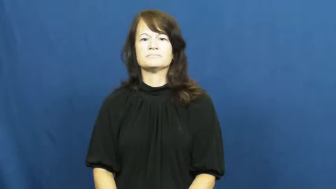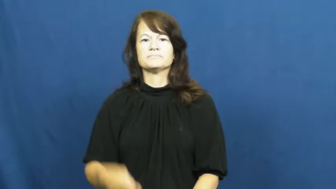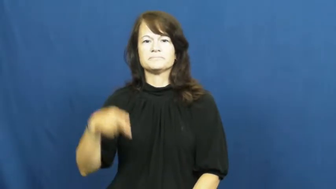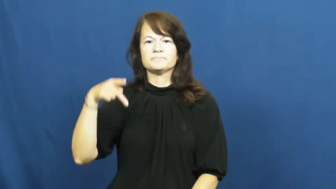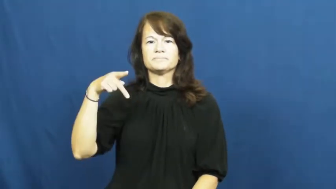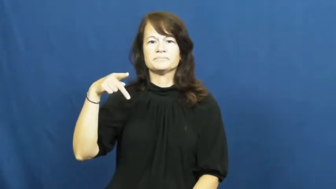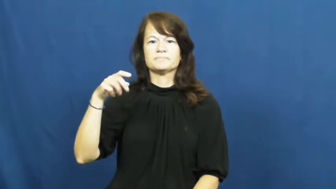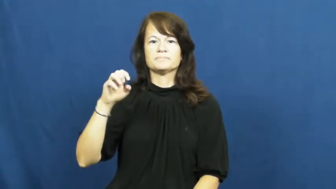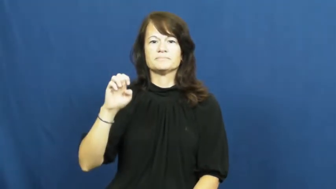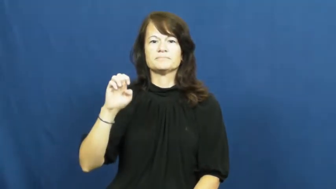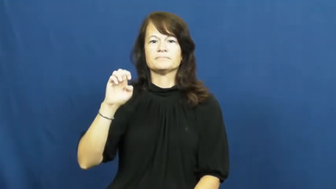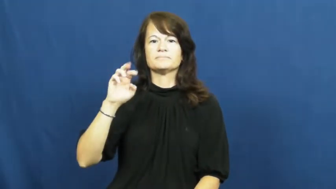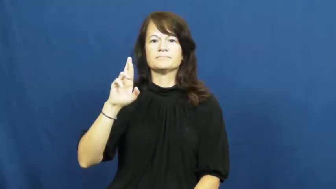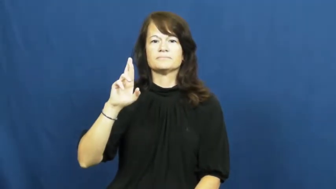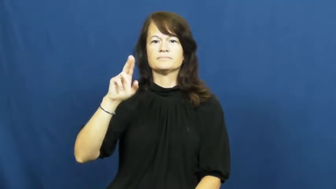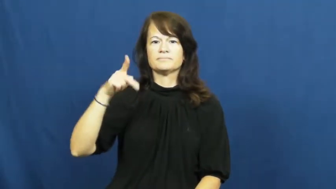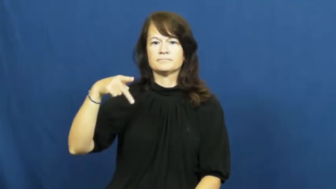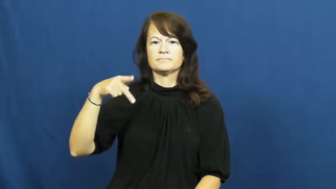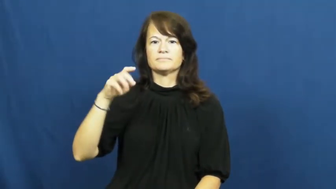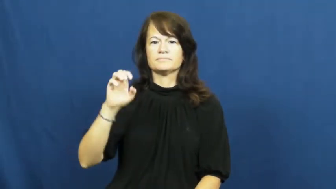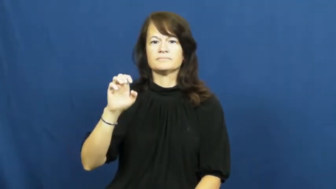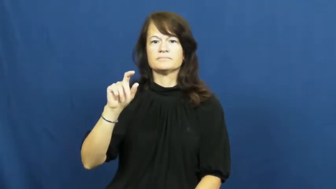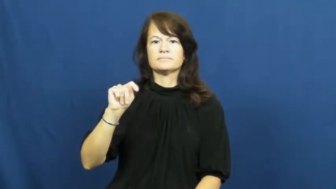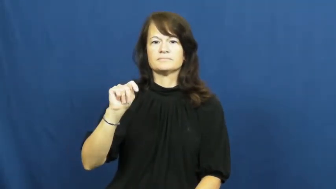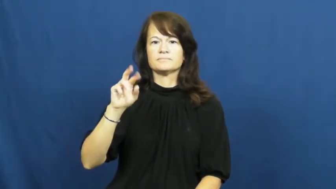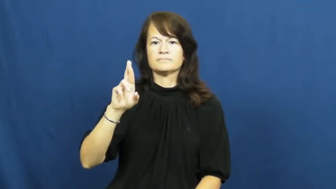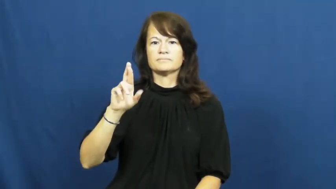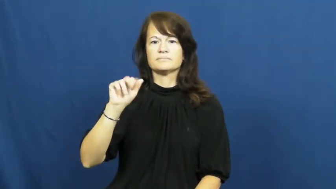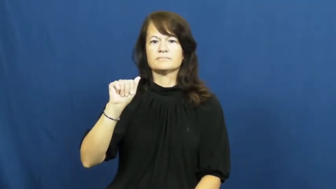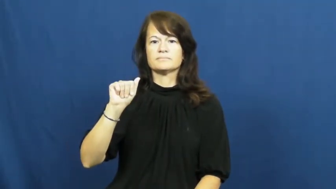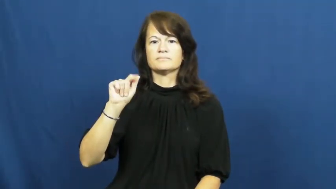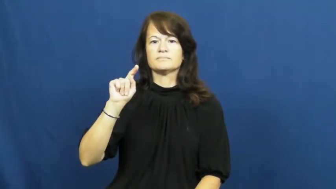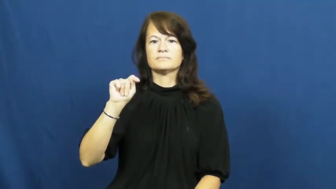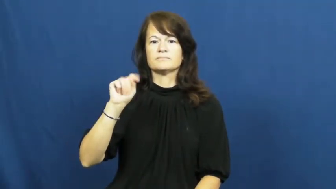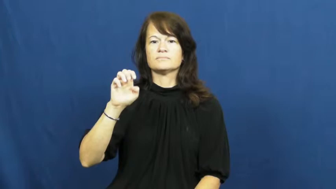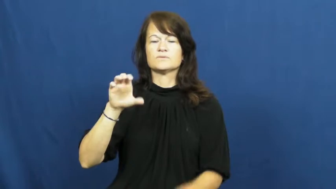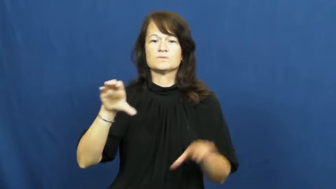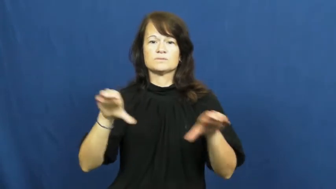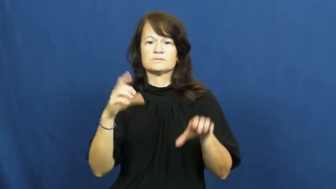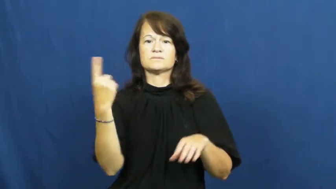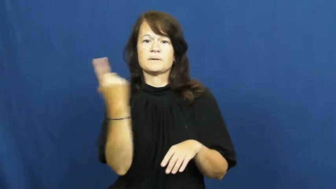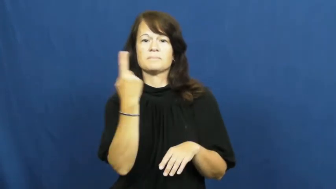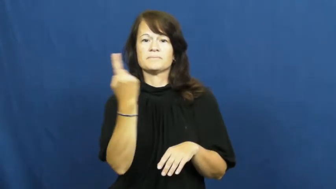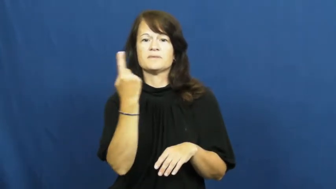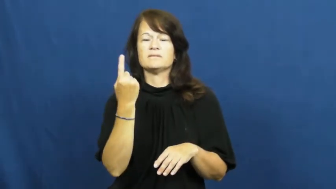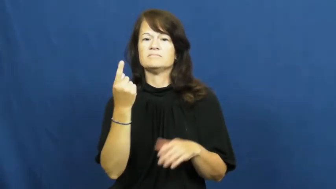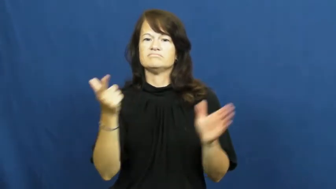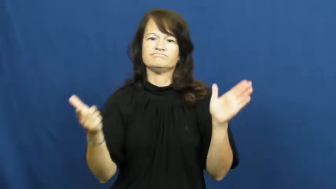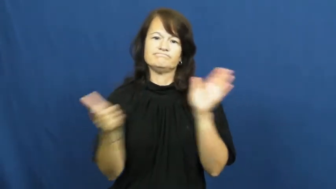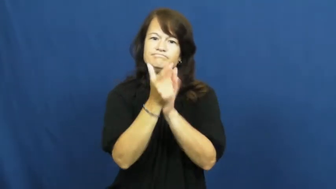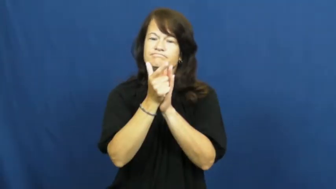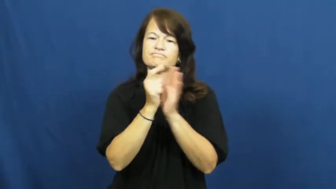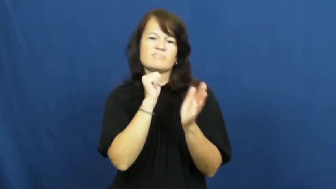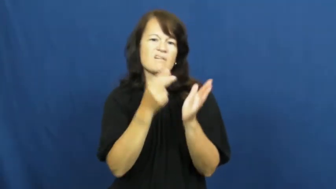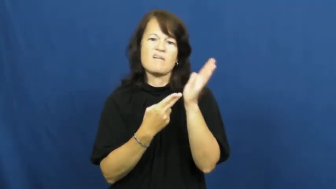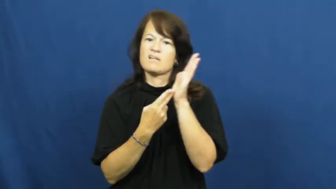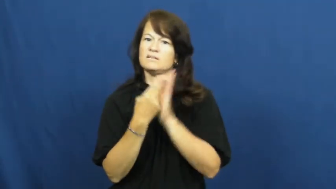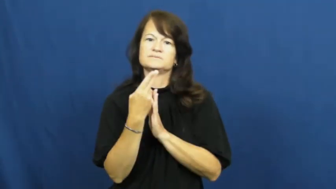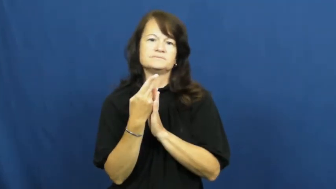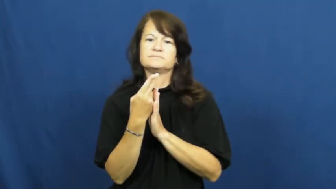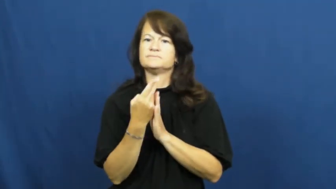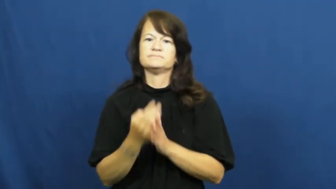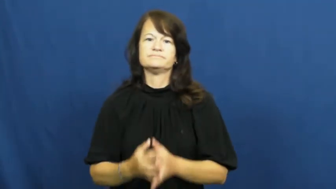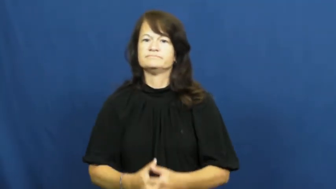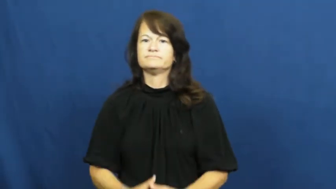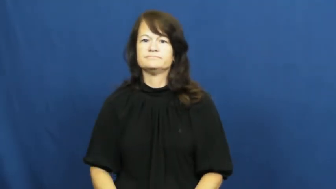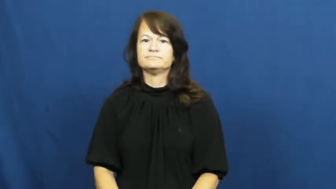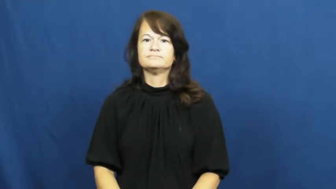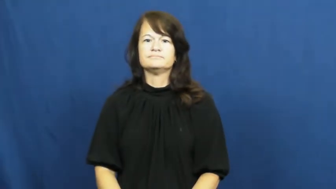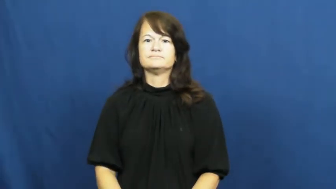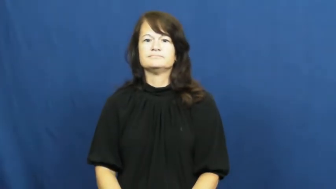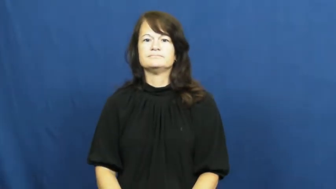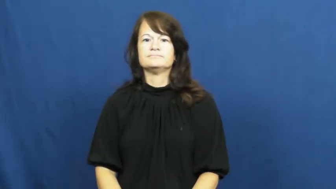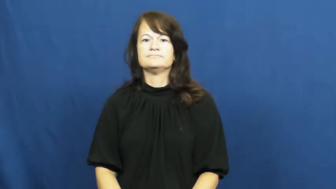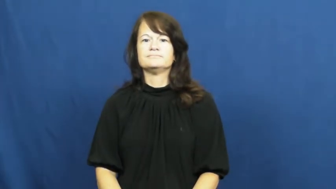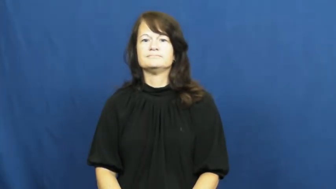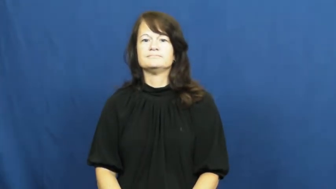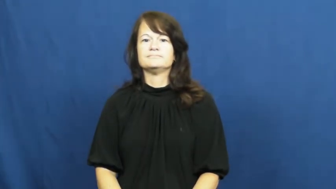perpetrate